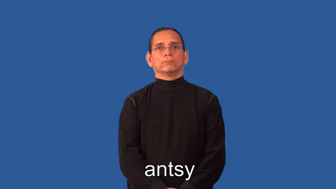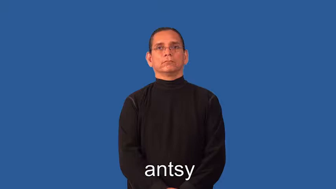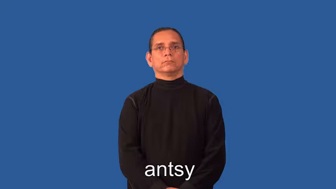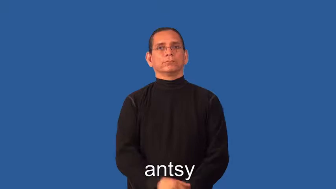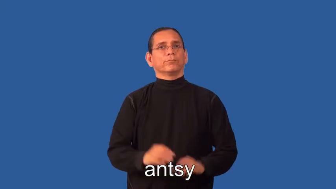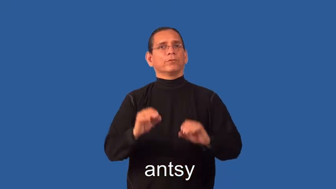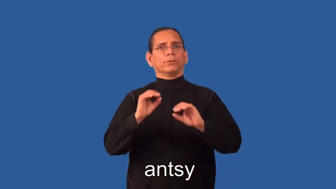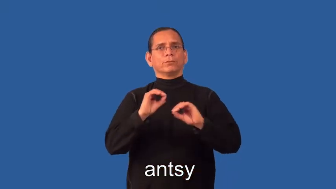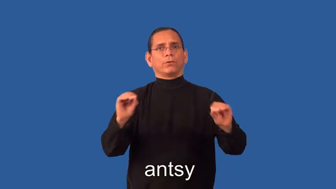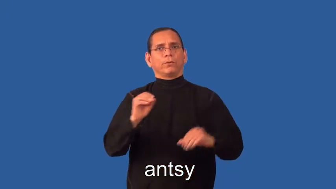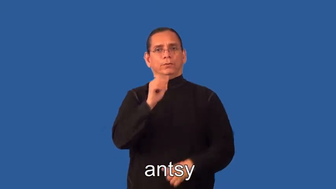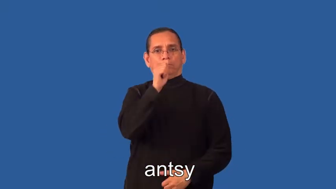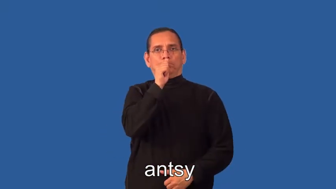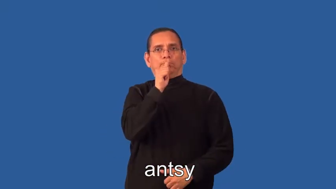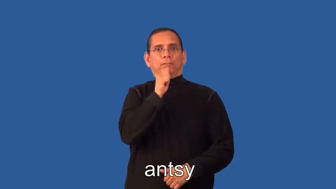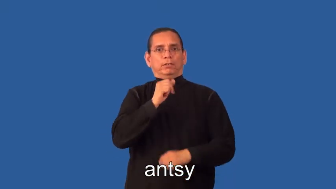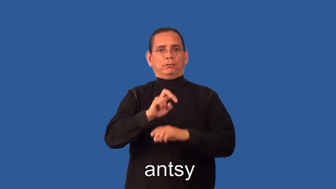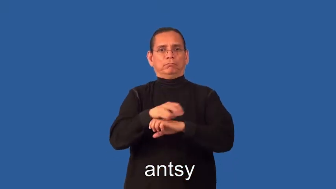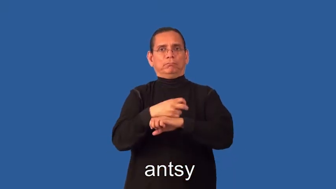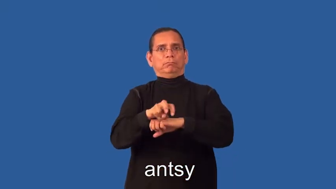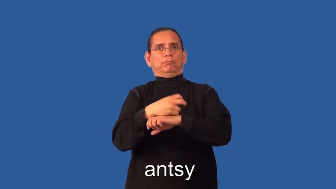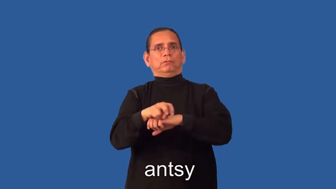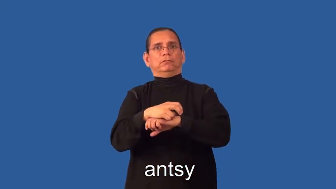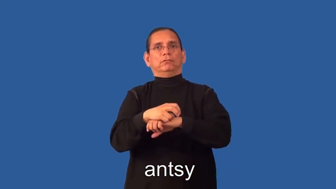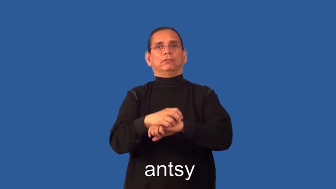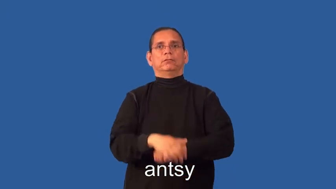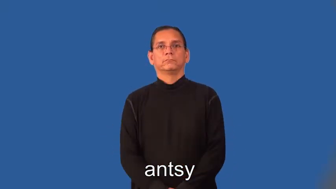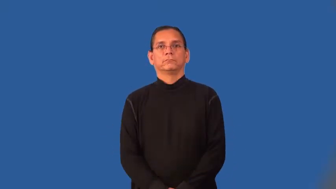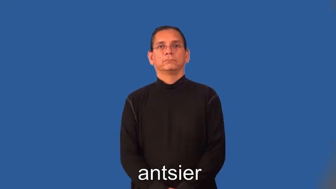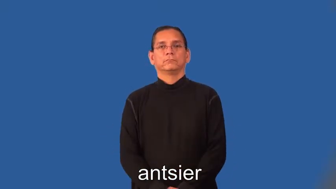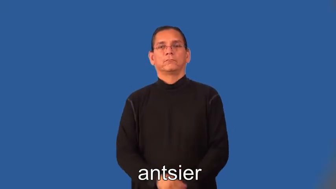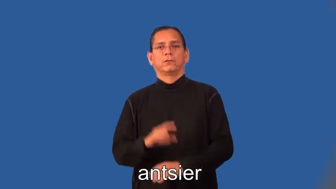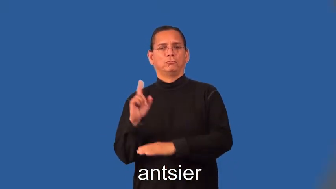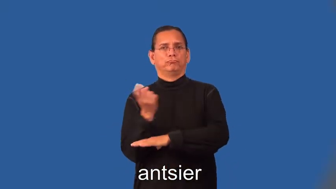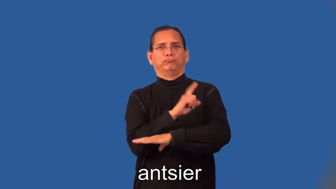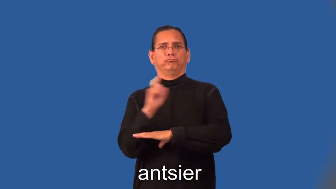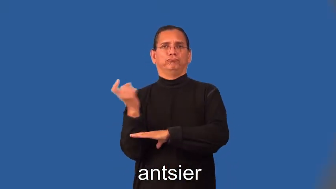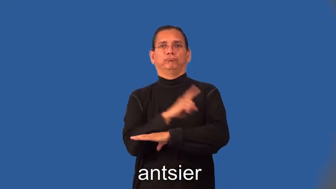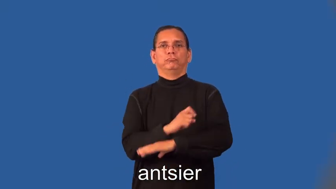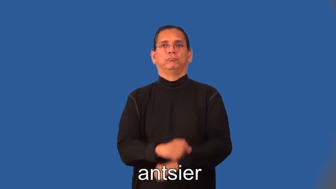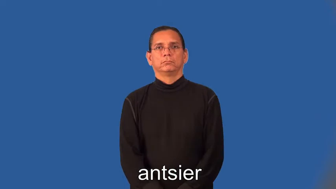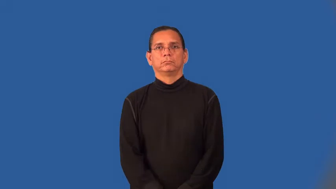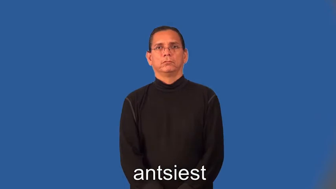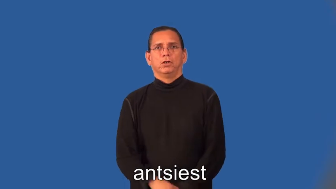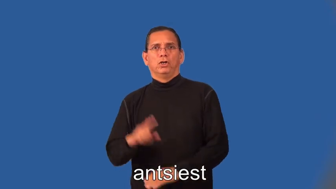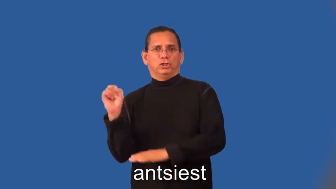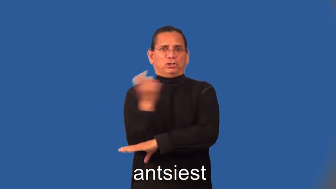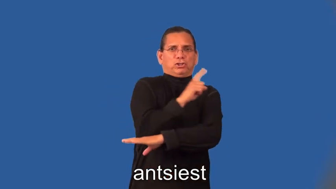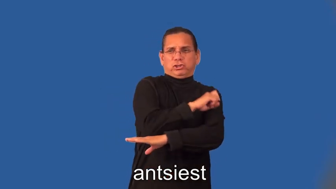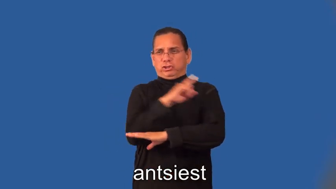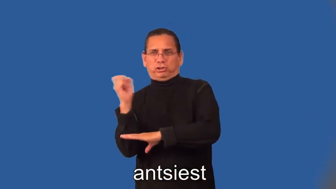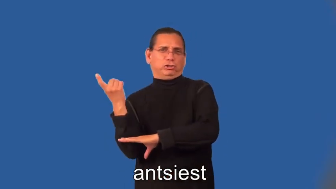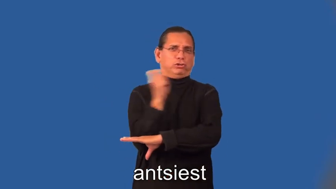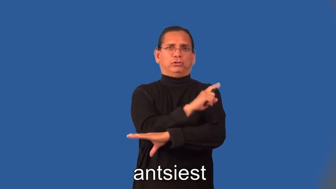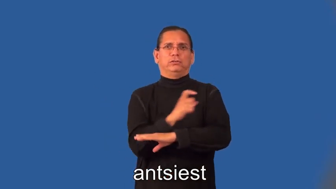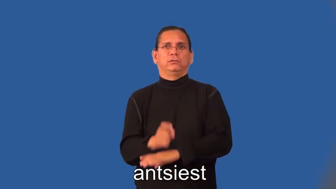antsier,antsiest